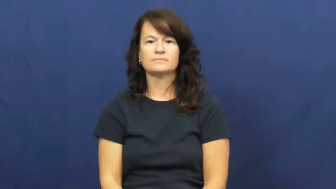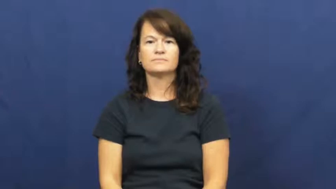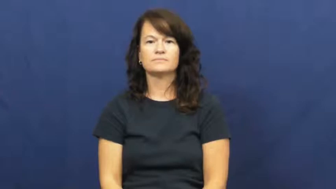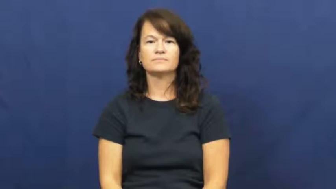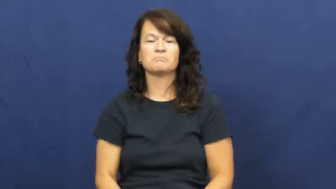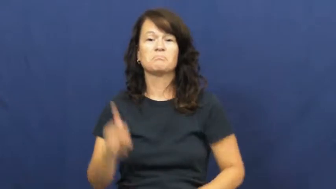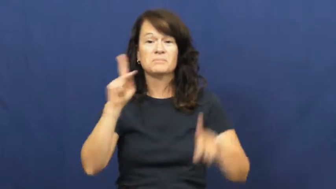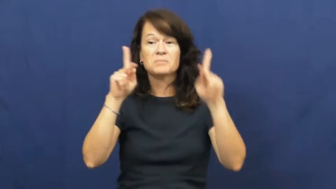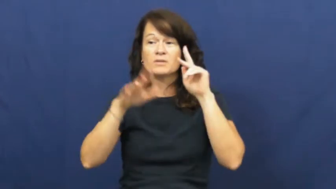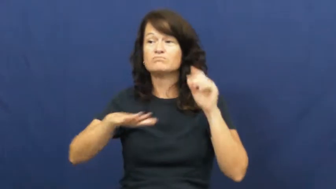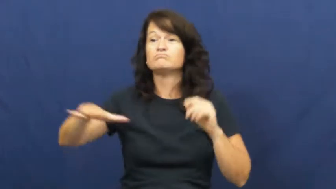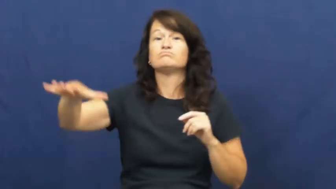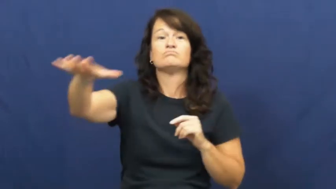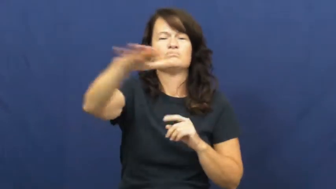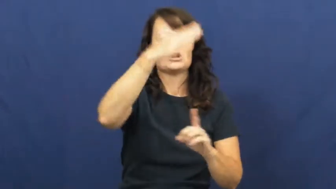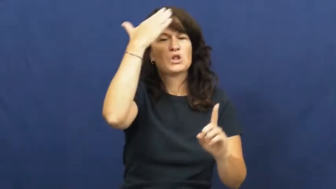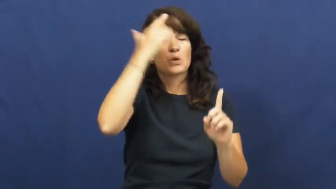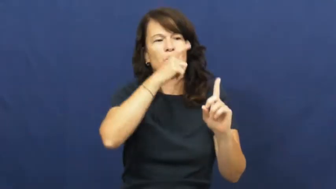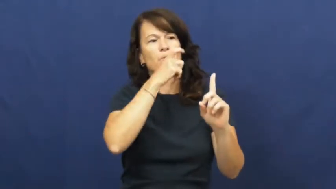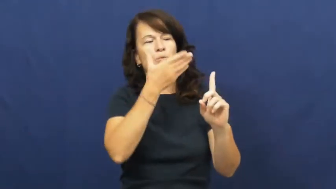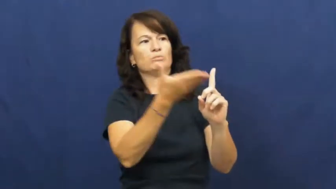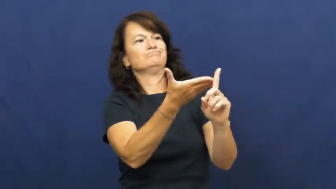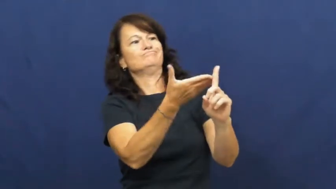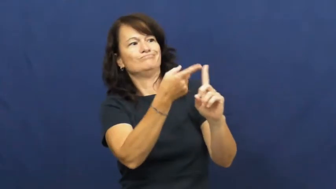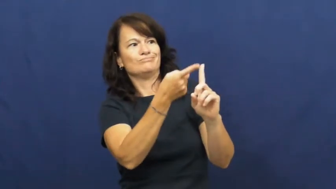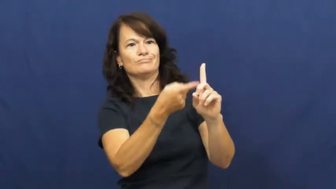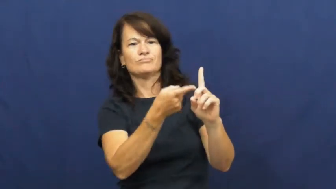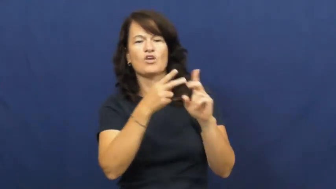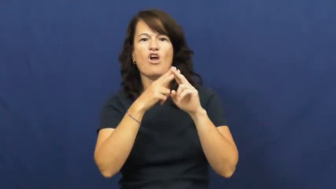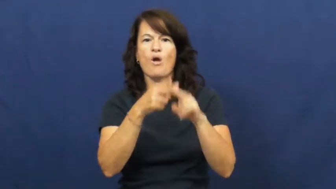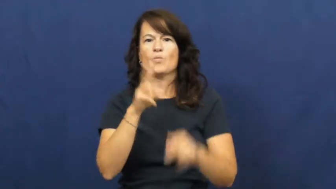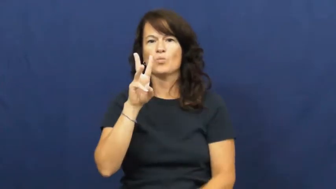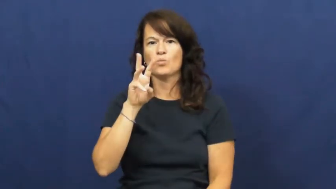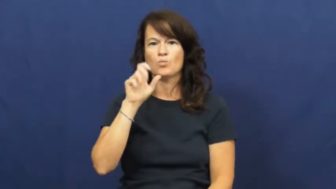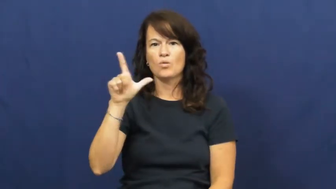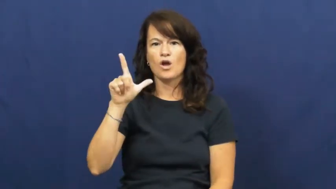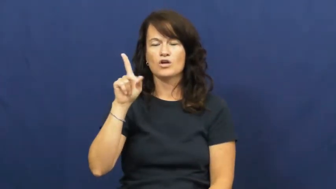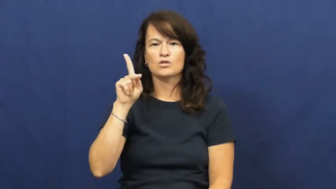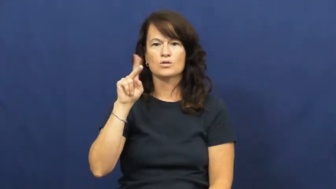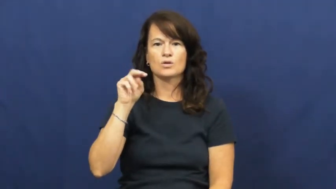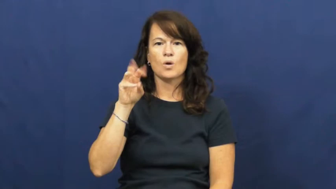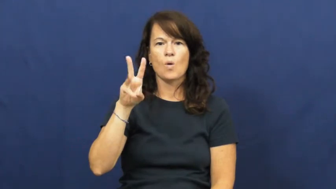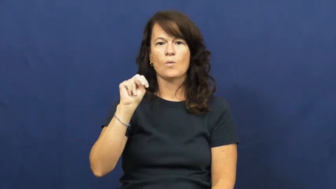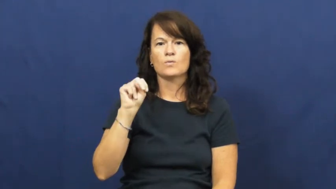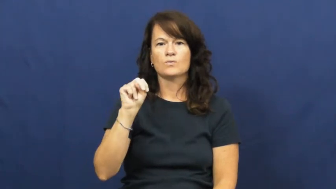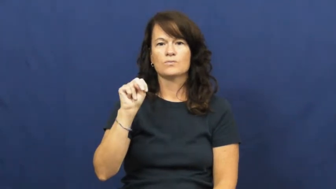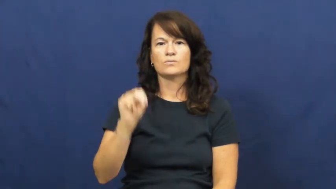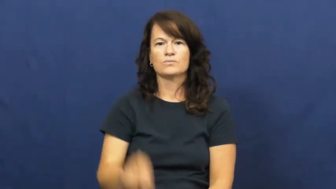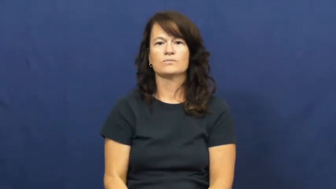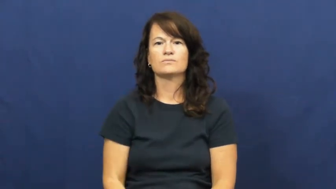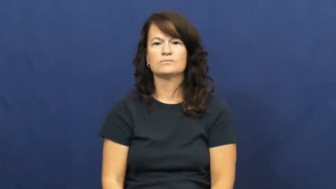well known